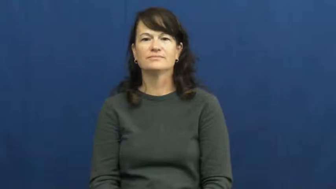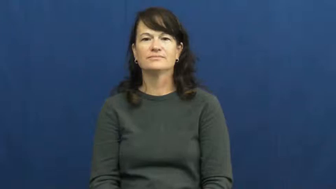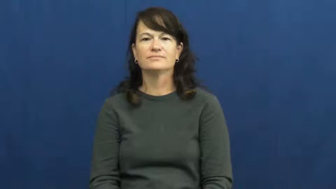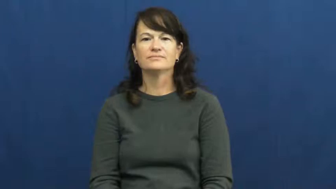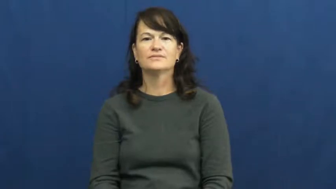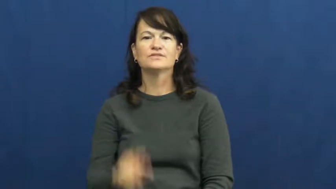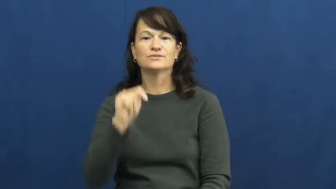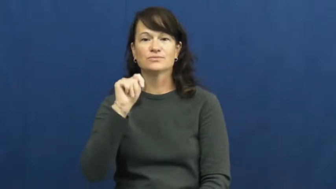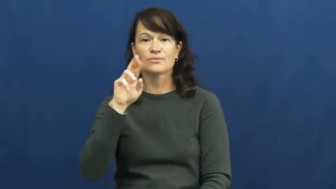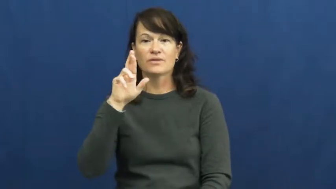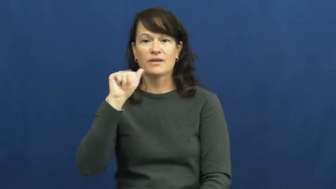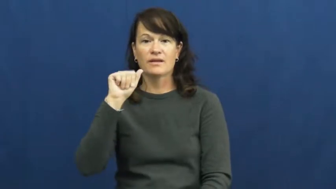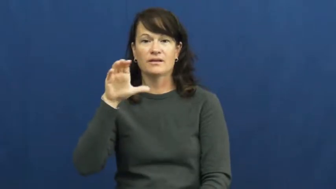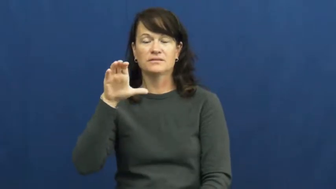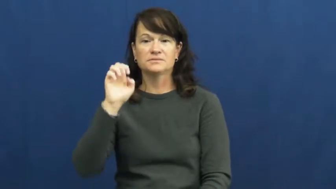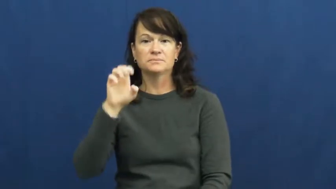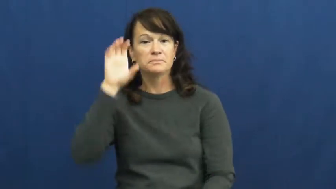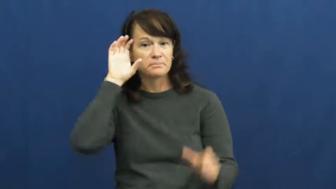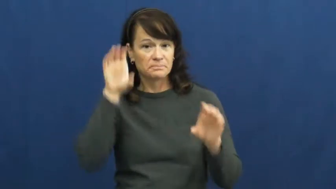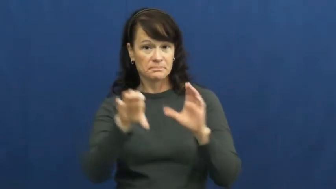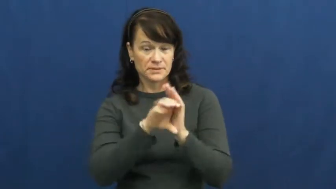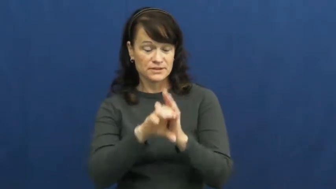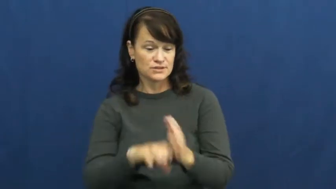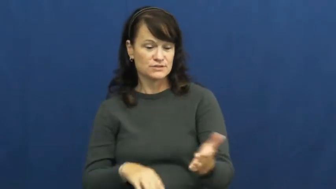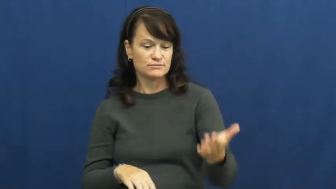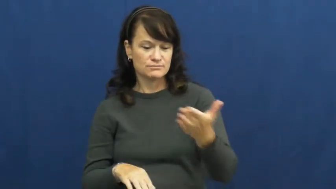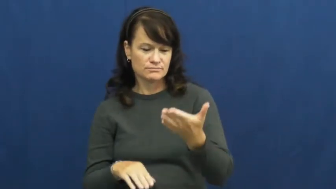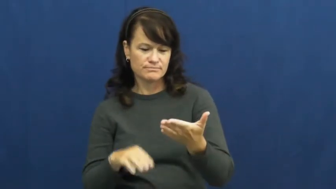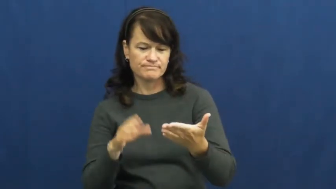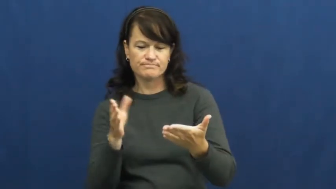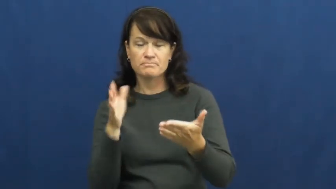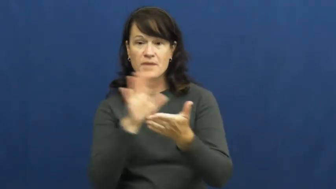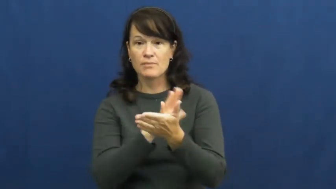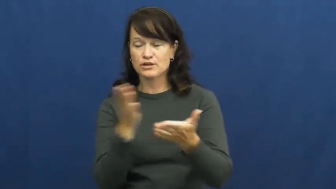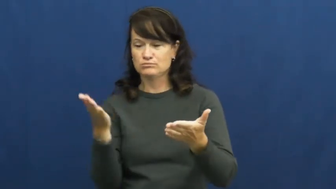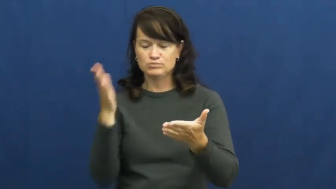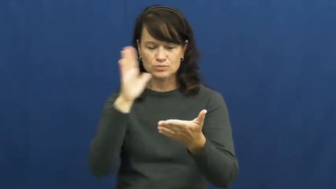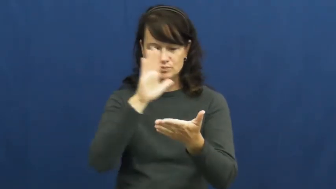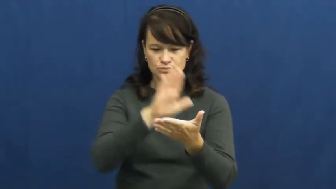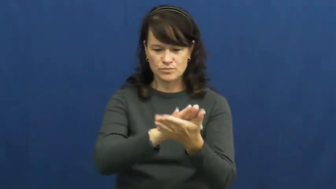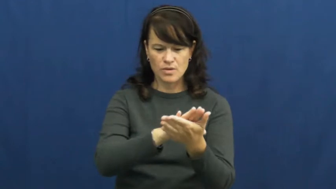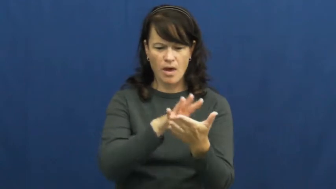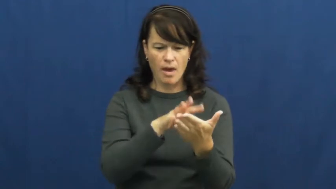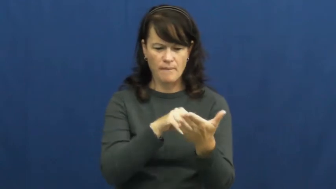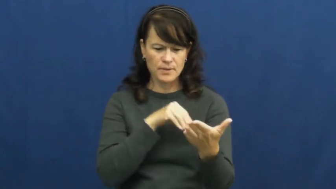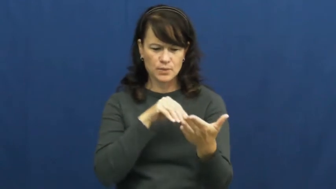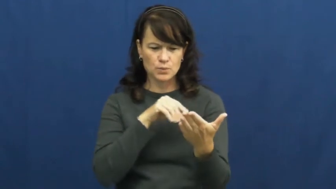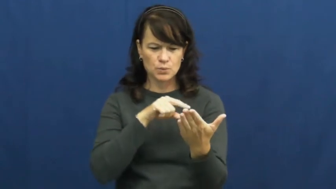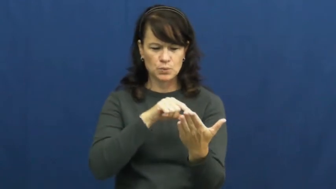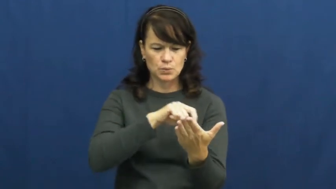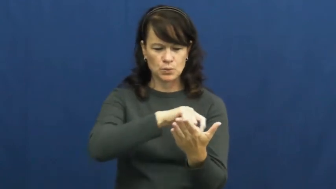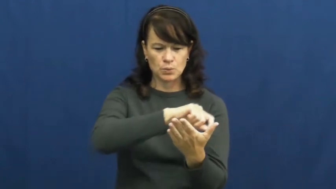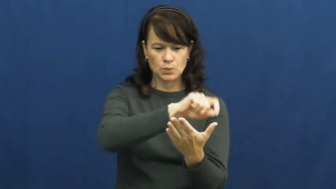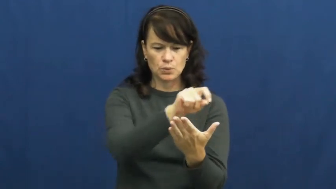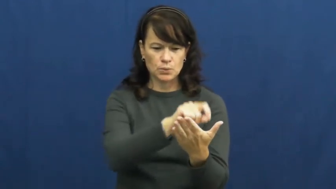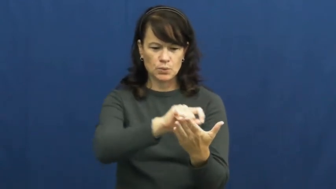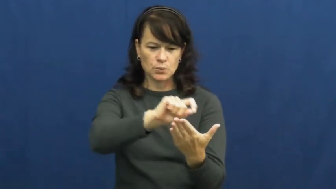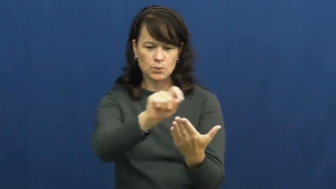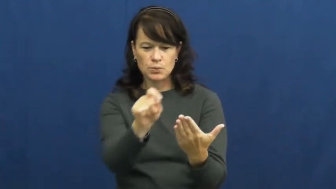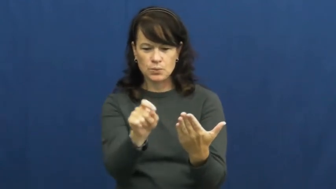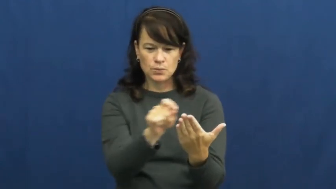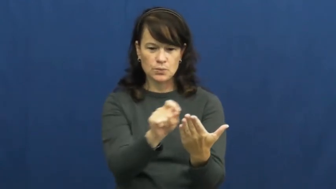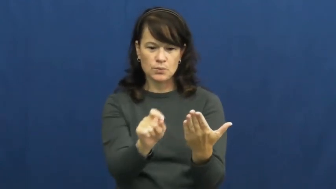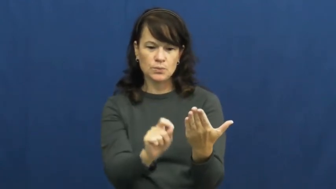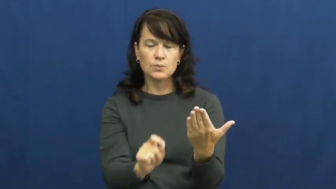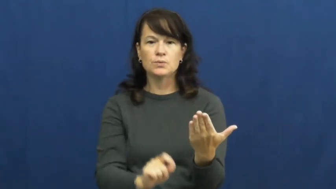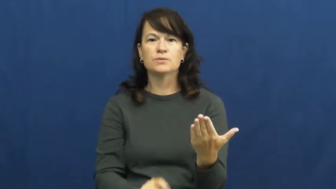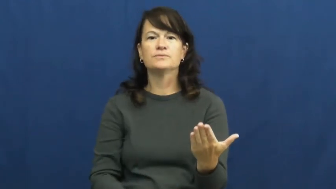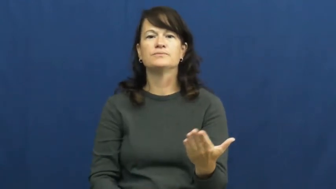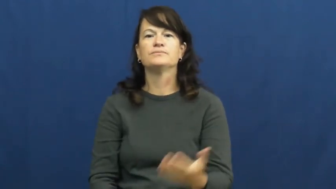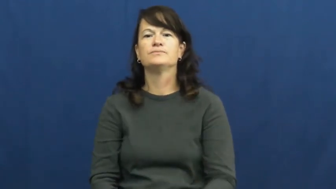trace,limn,circumscribe-draw